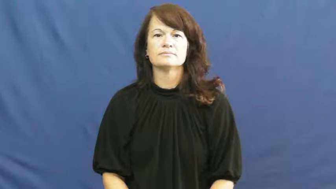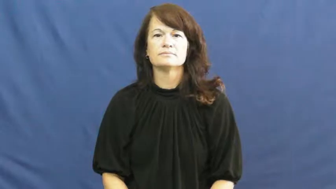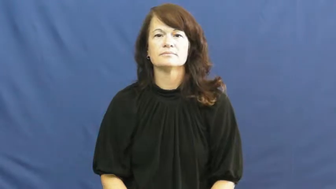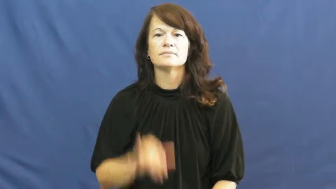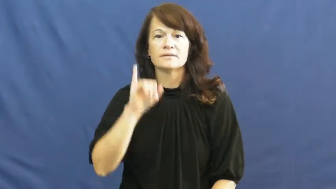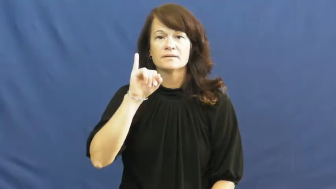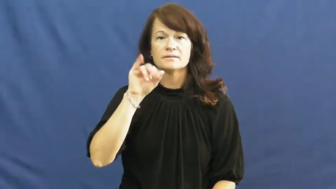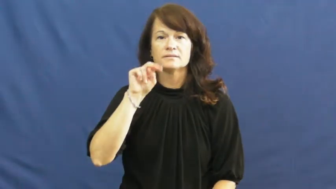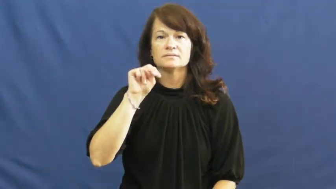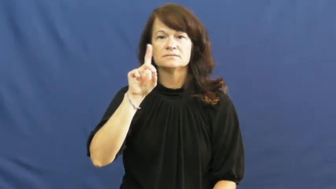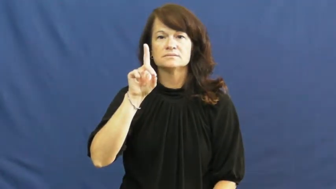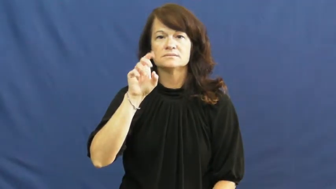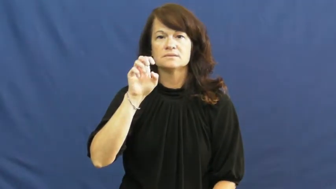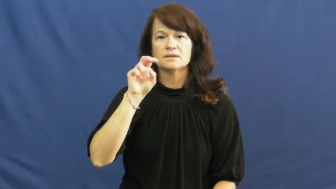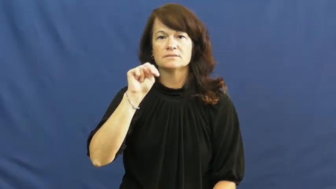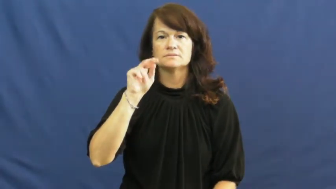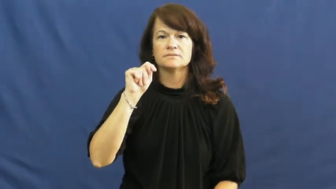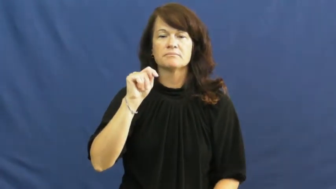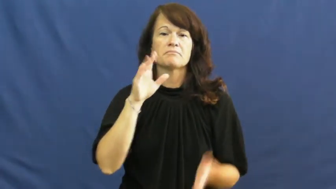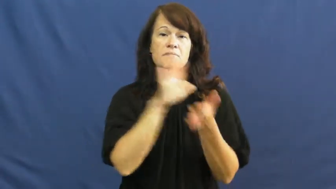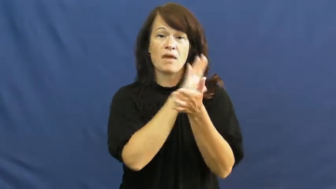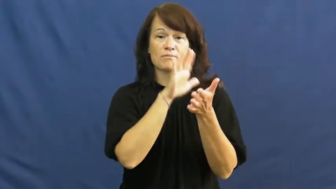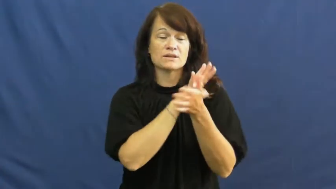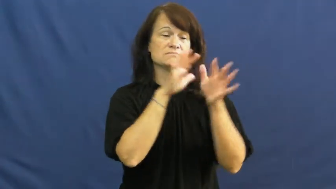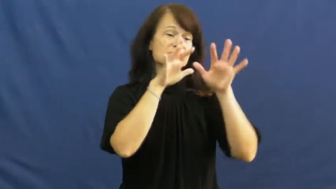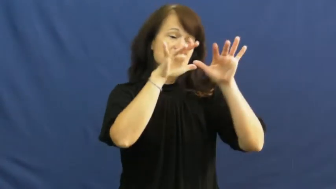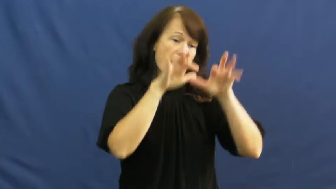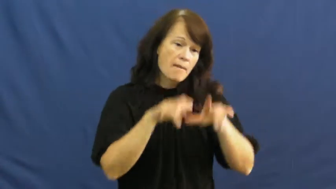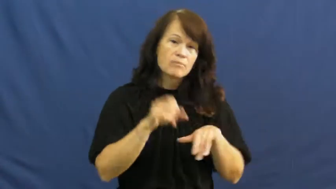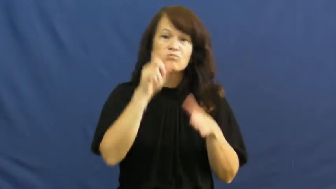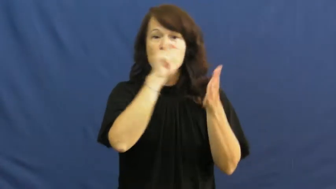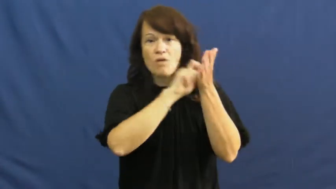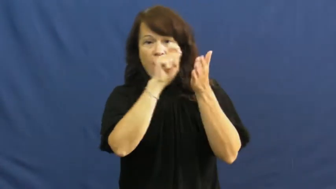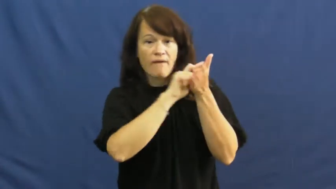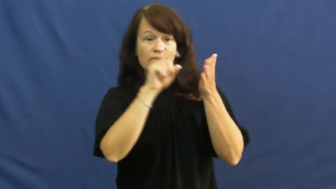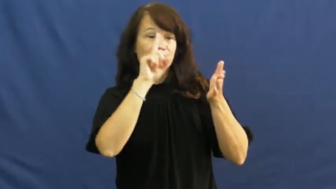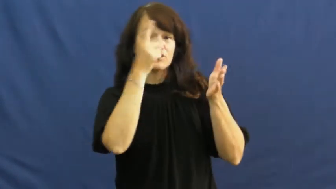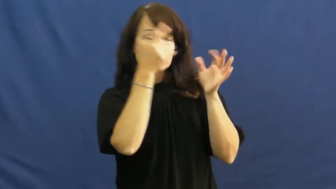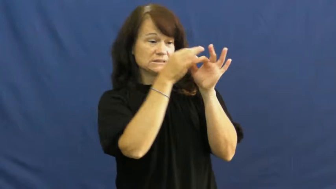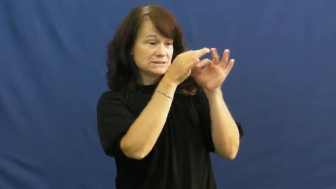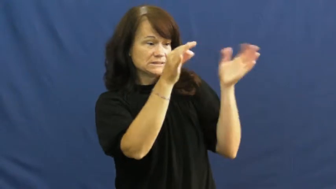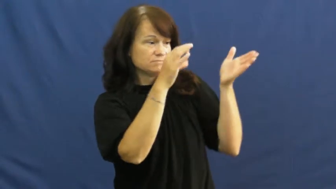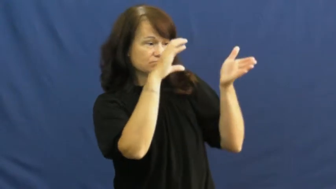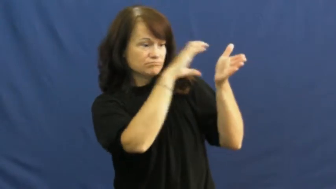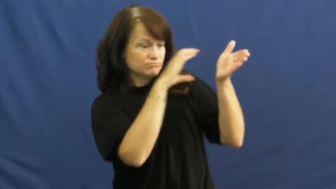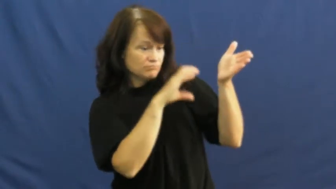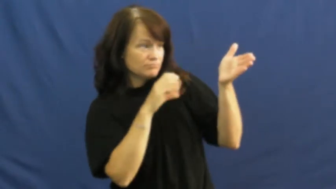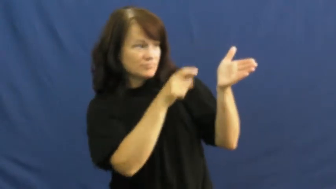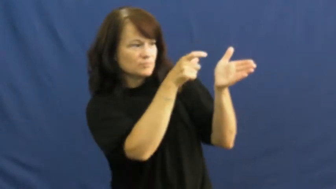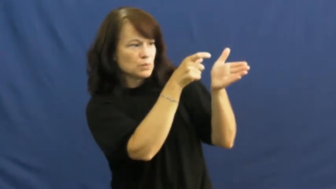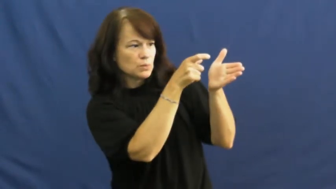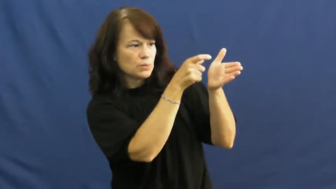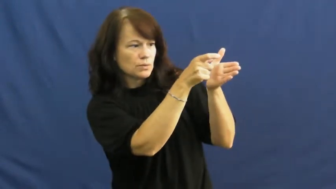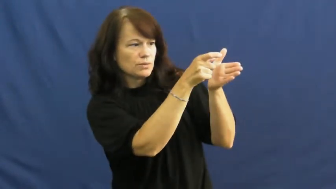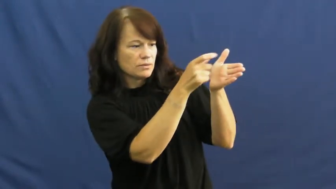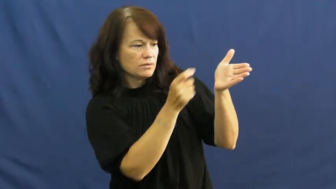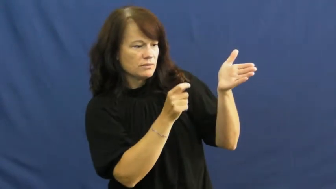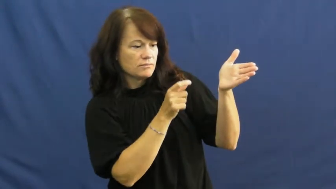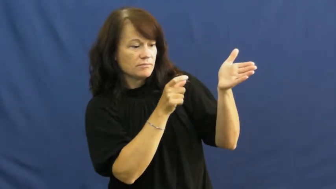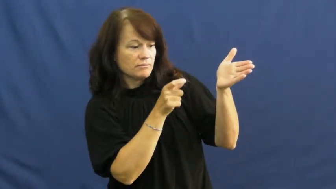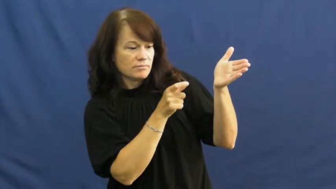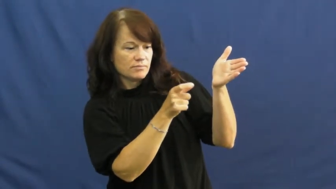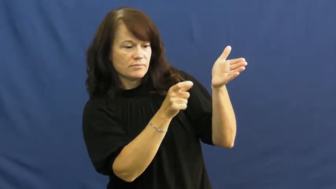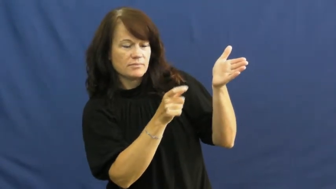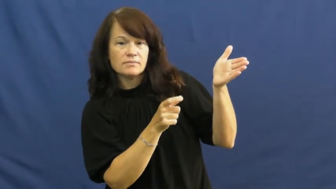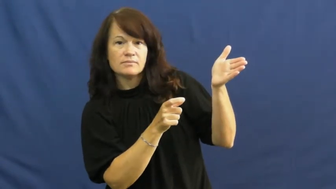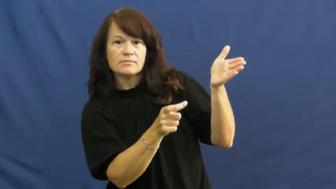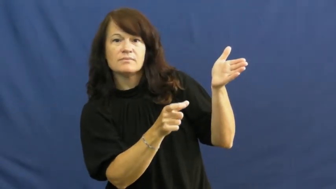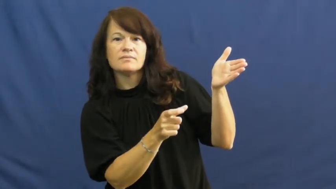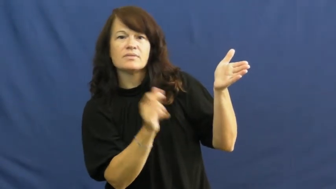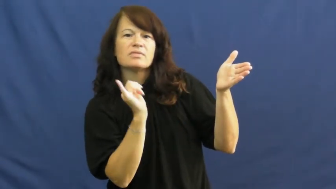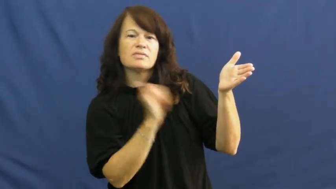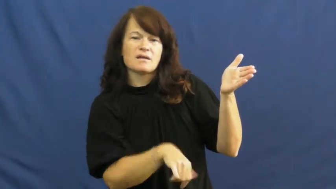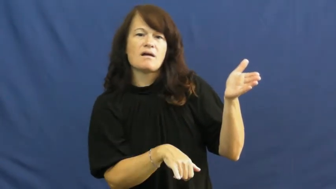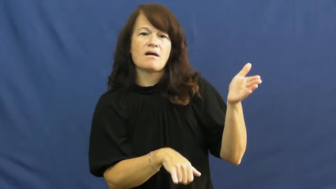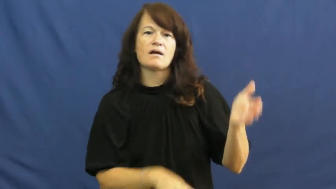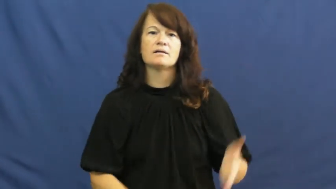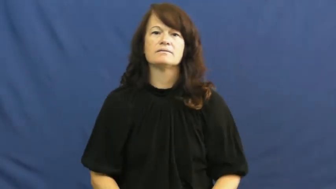indent